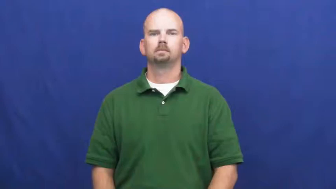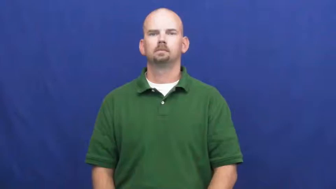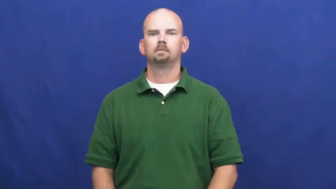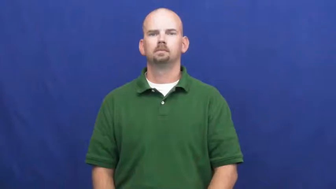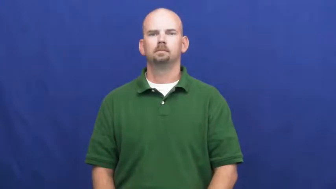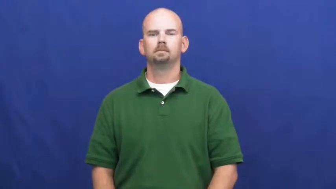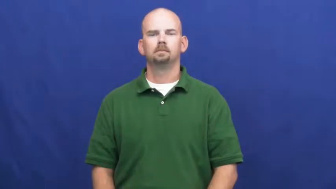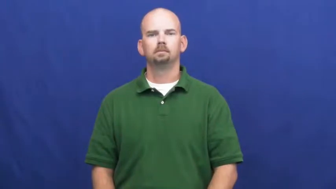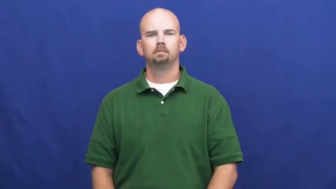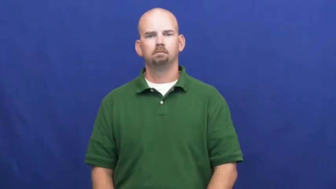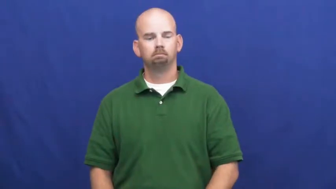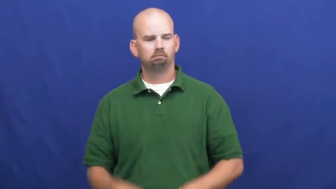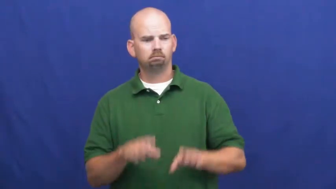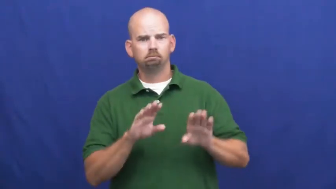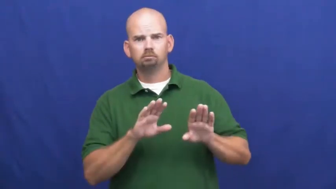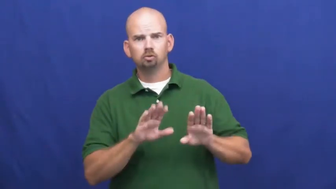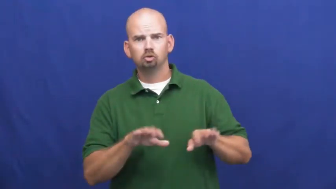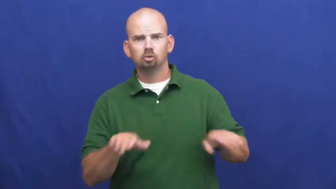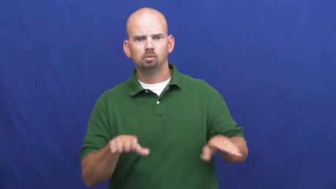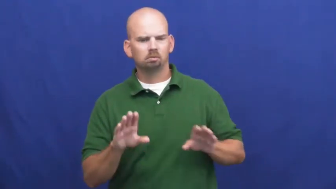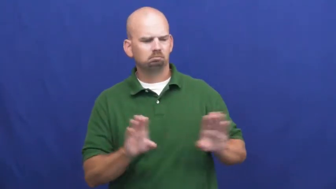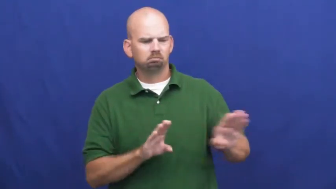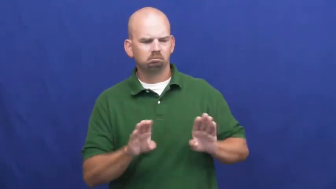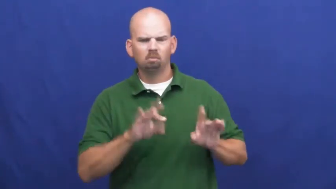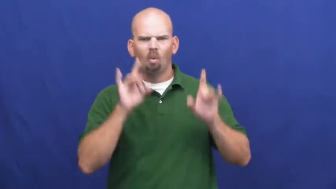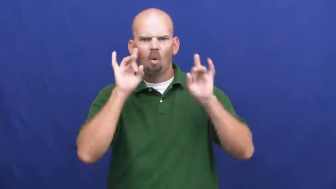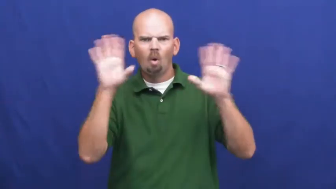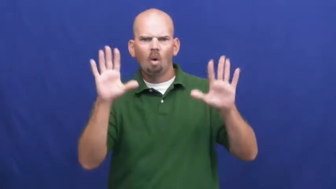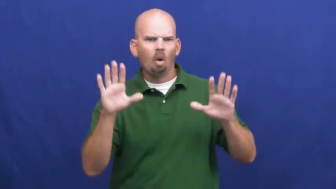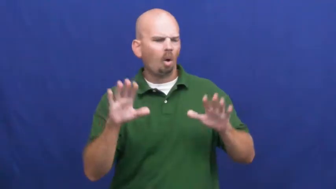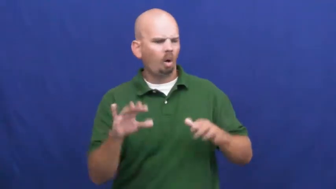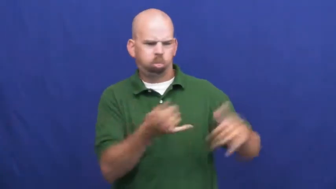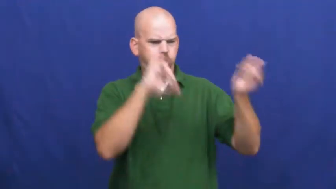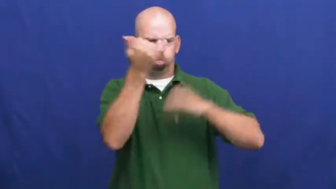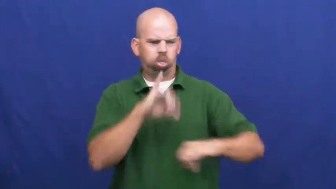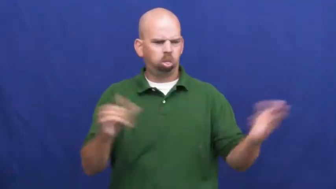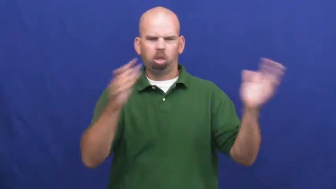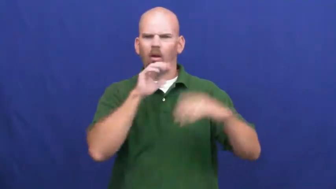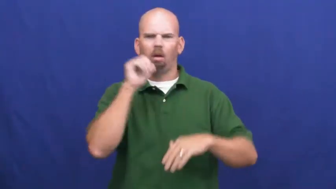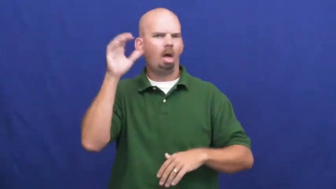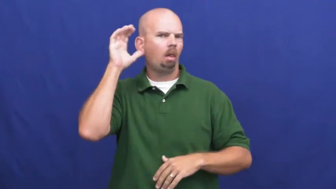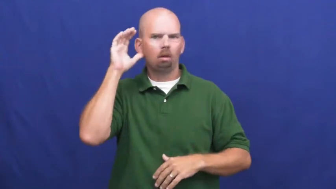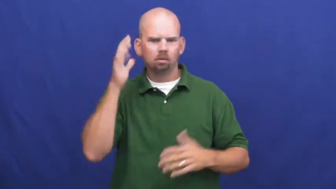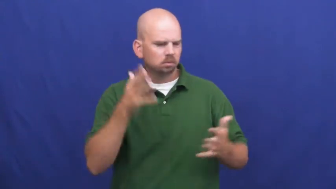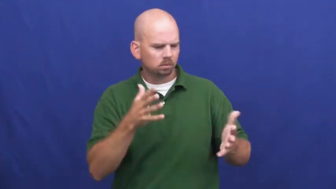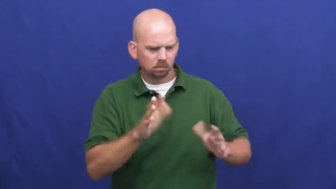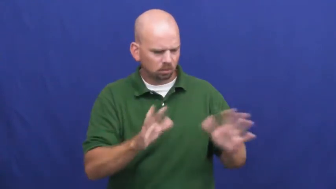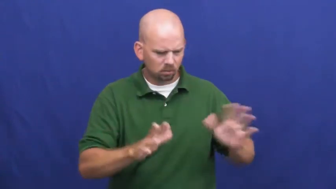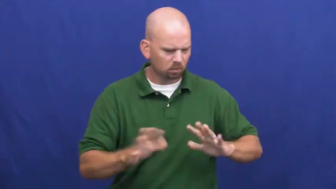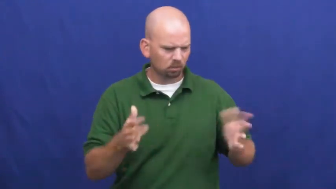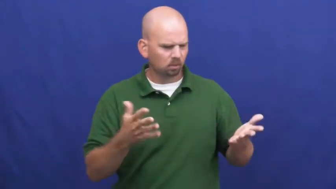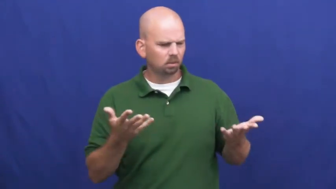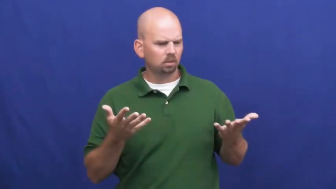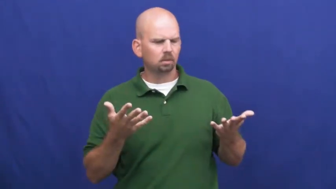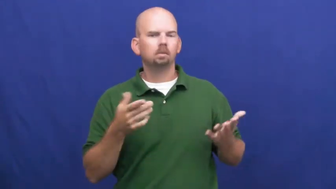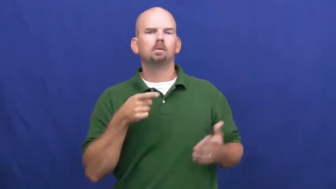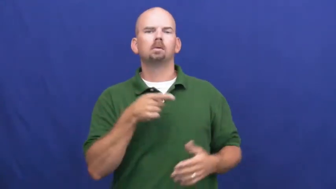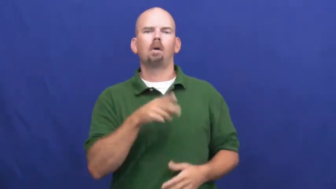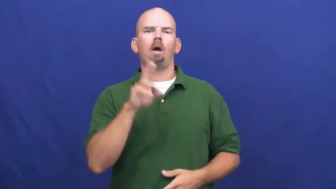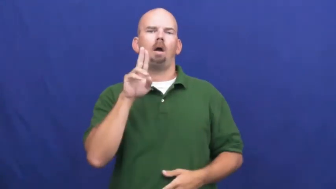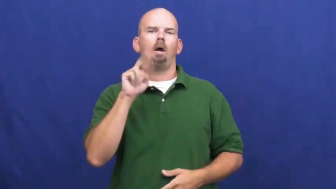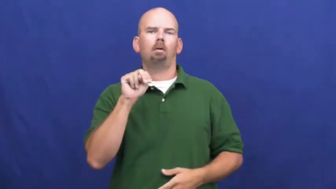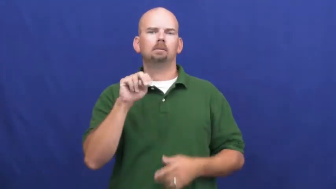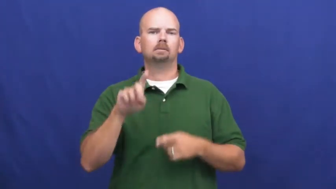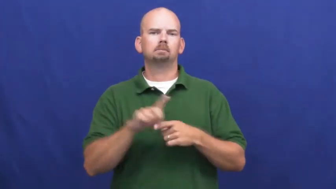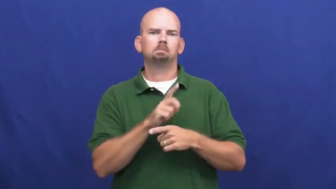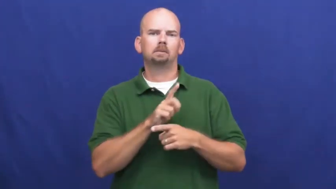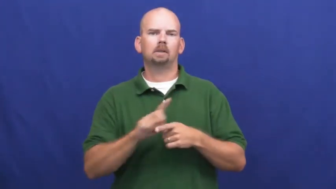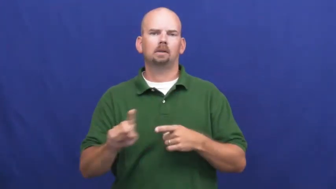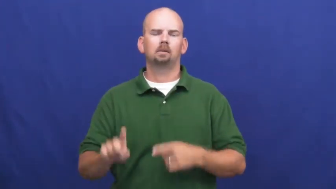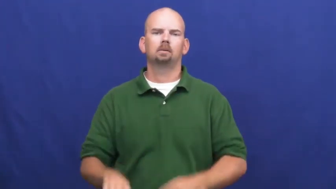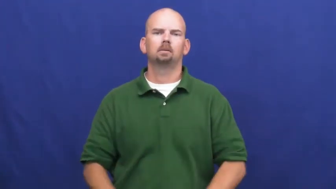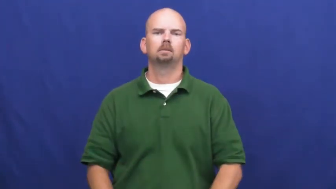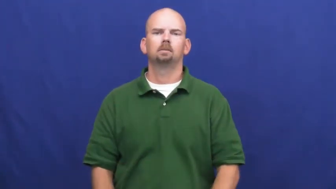undisciplined